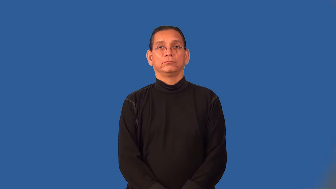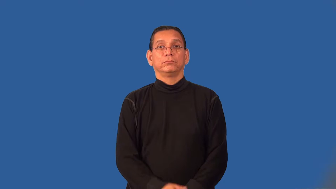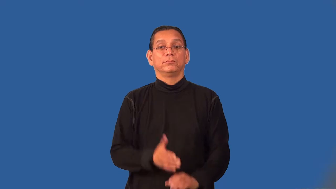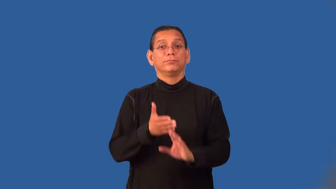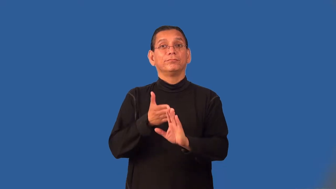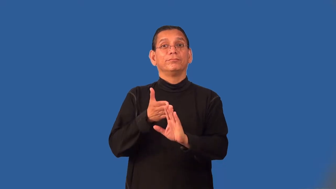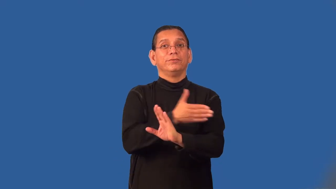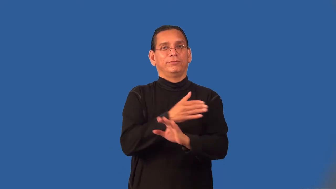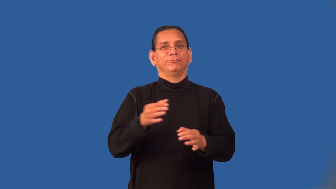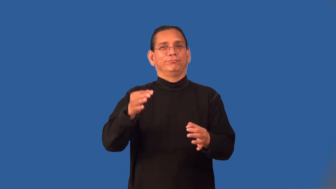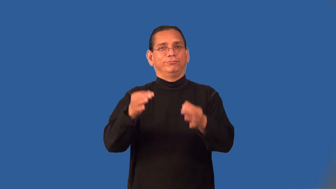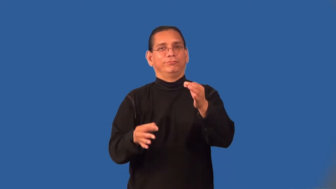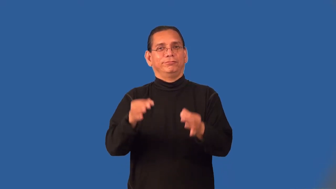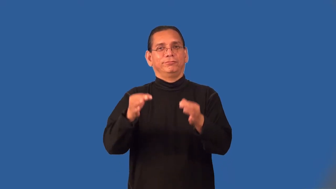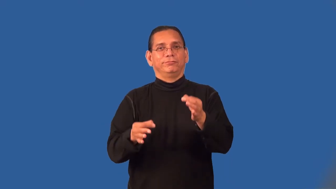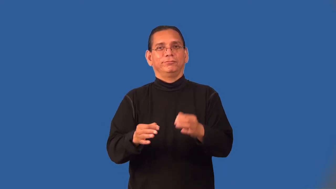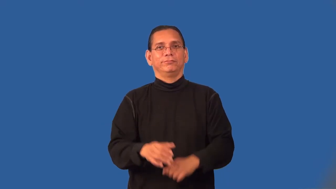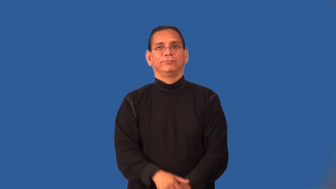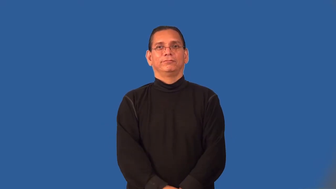pretrial